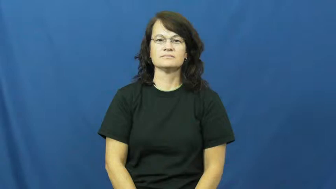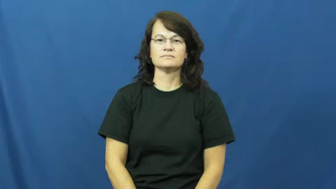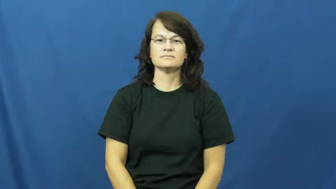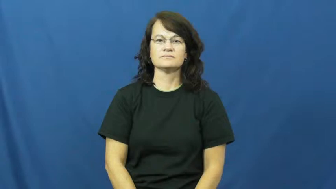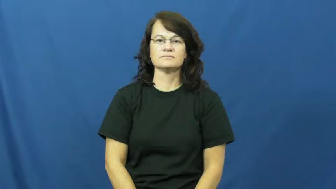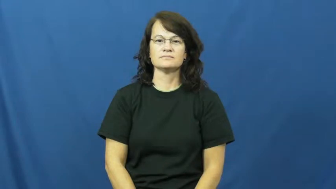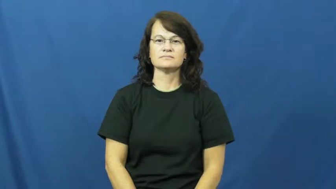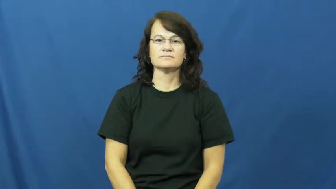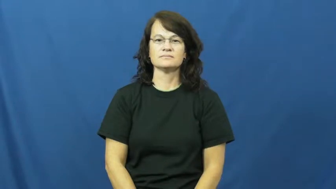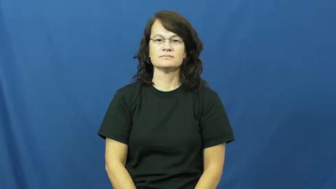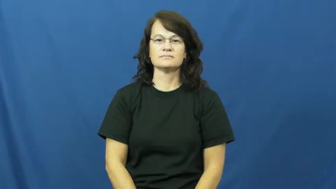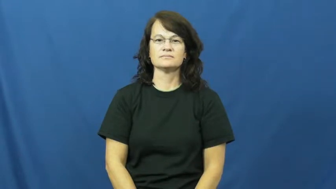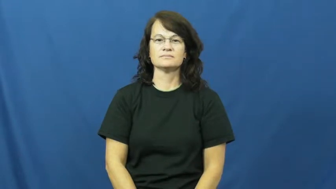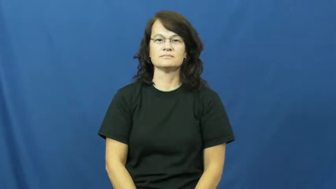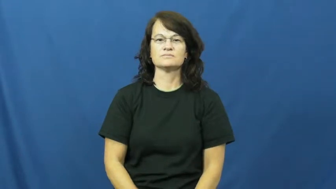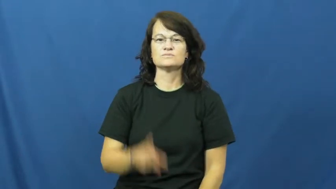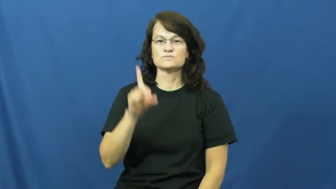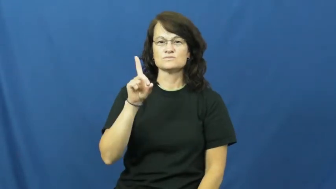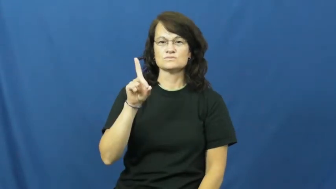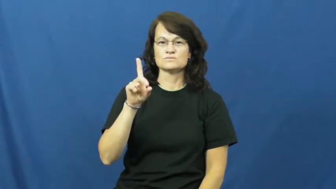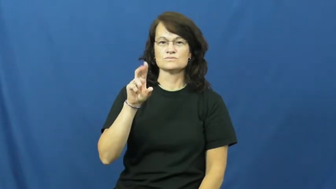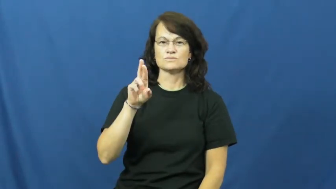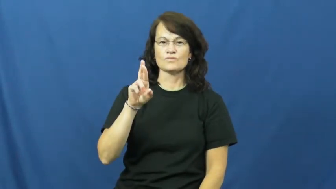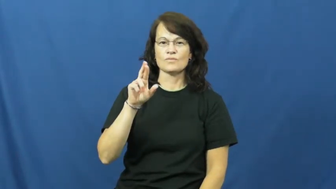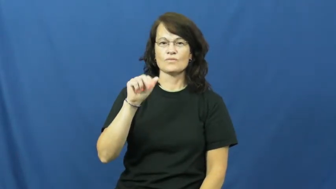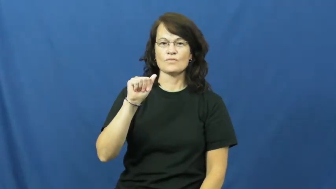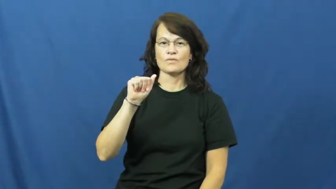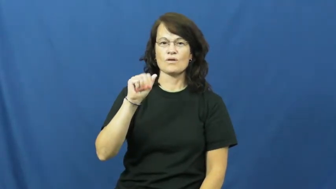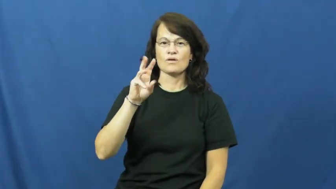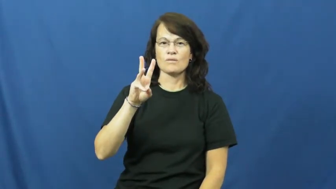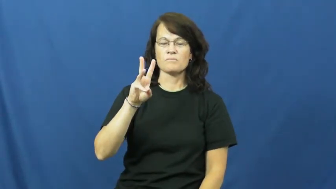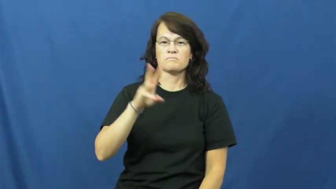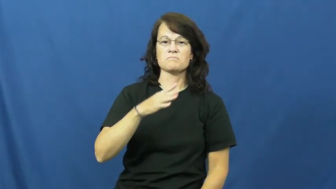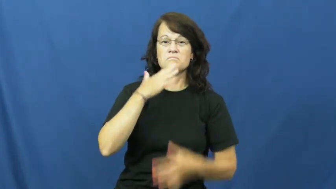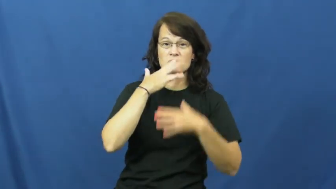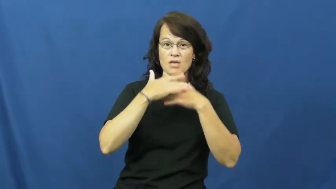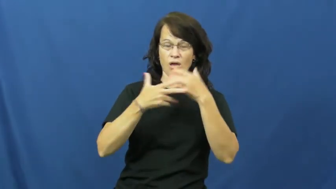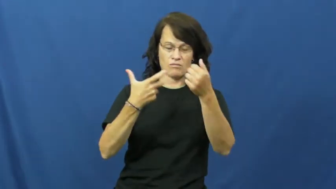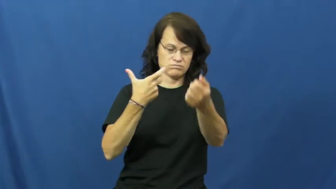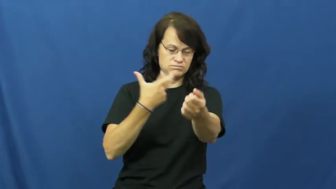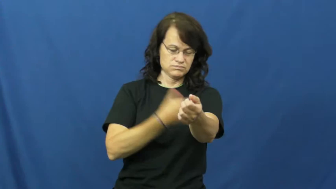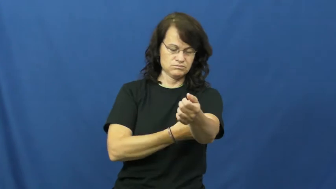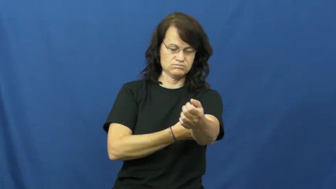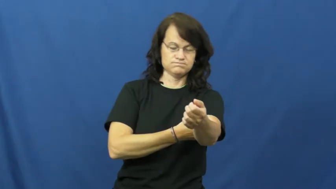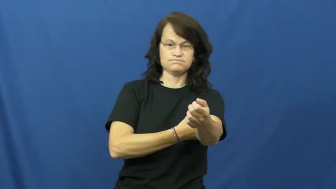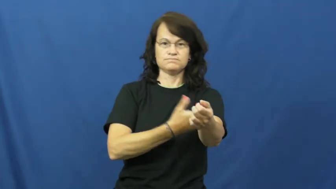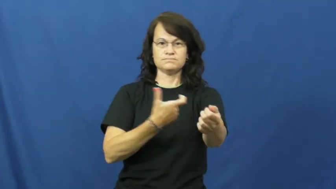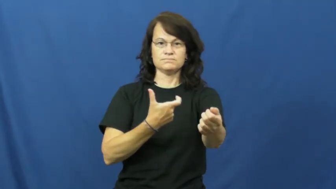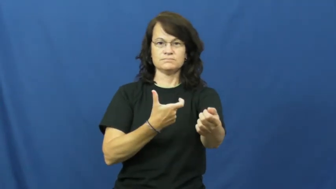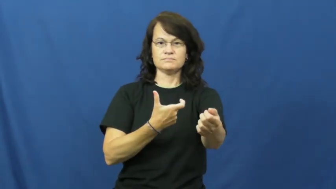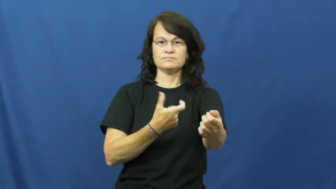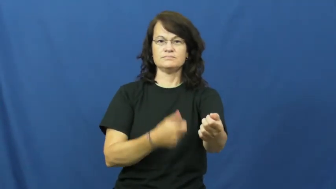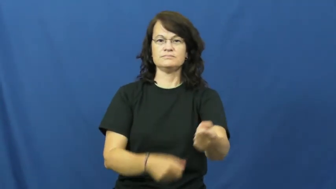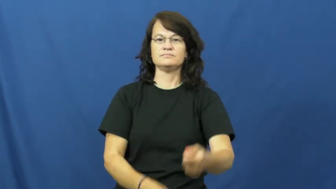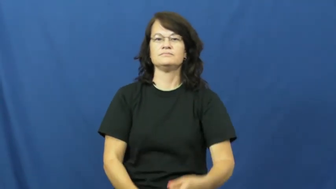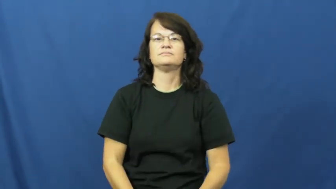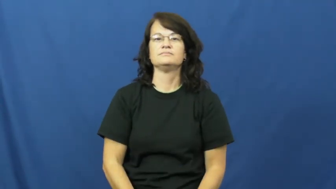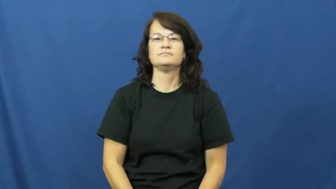draw-blood